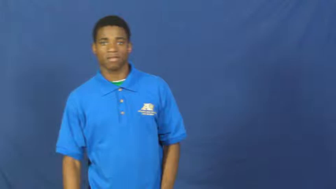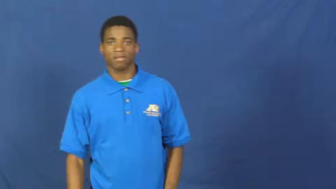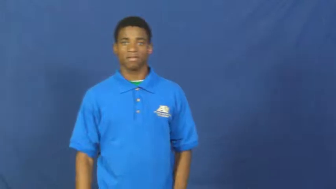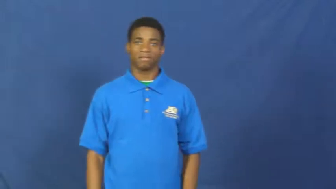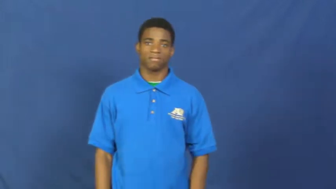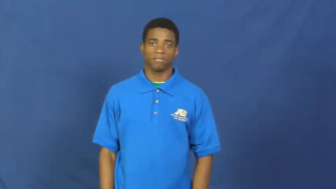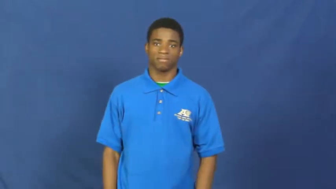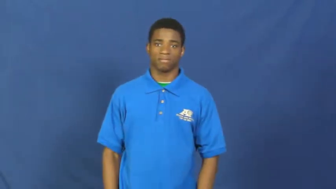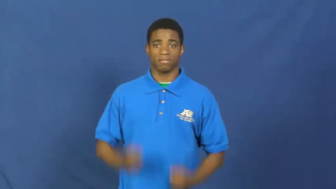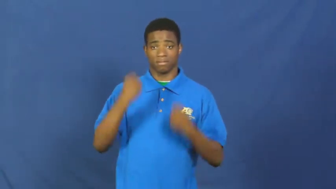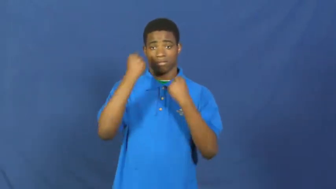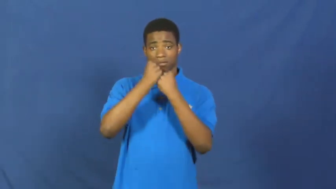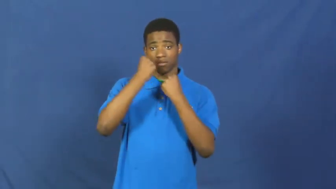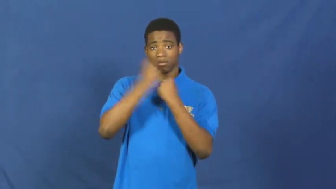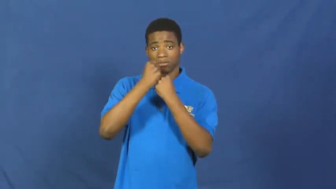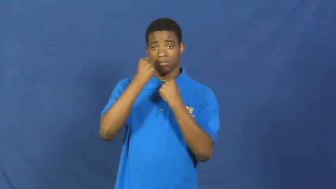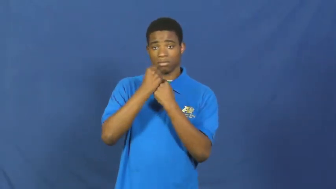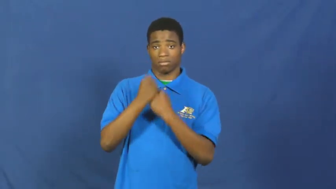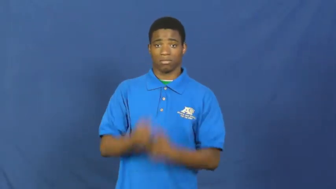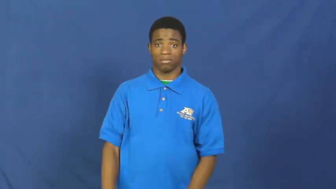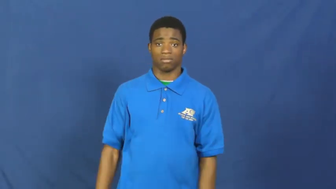endorse,promotion,stake-support